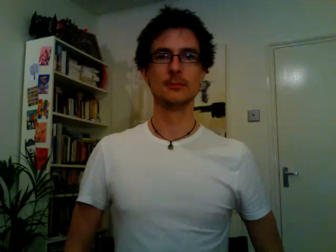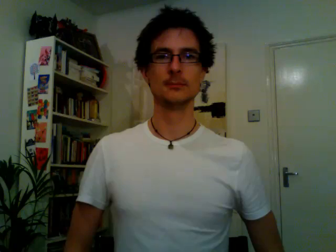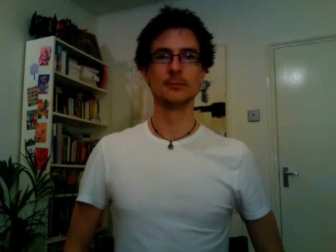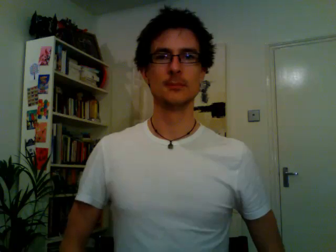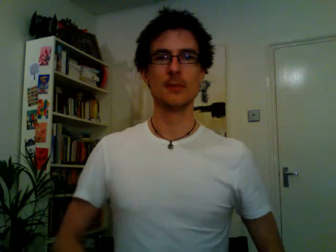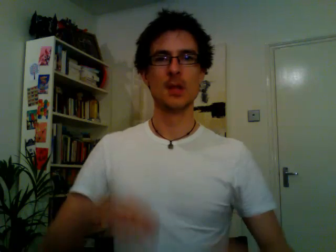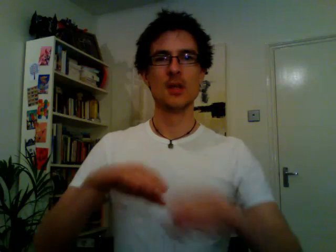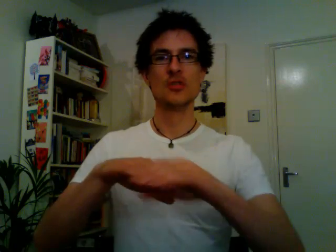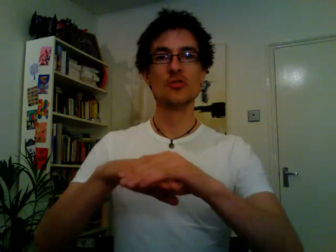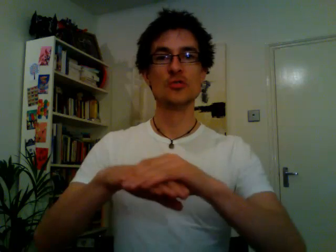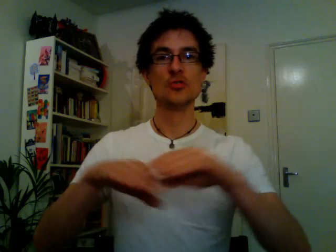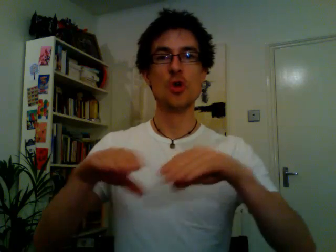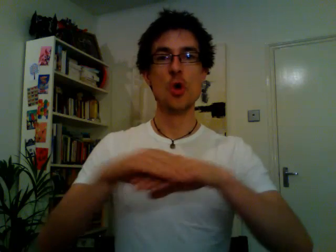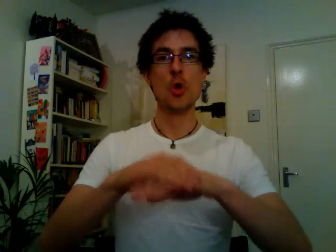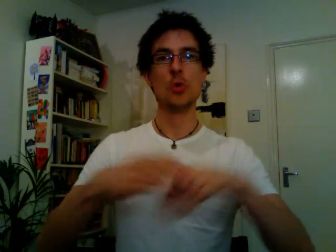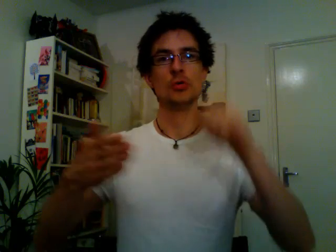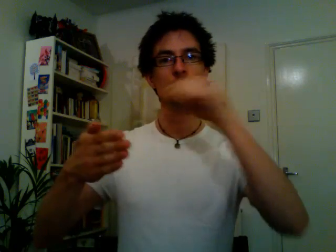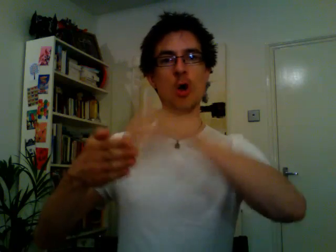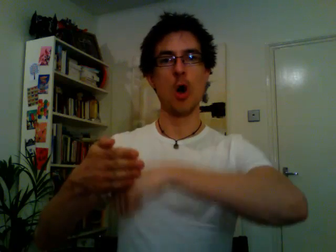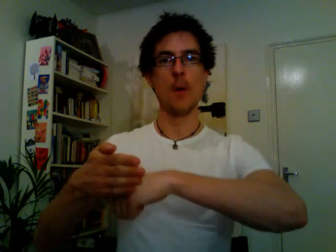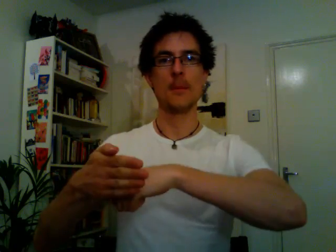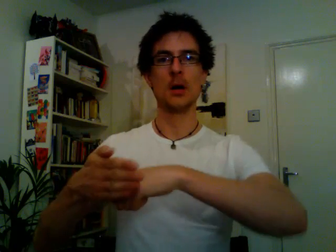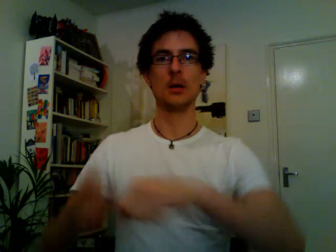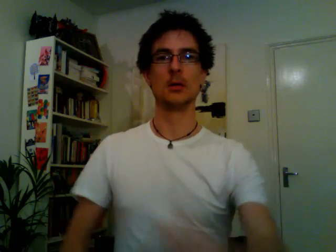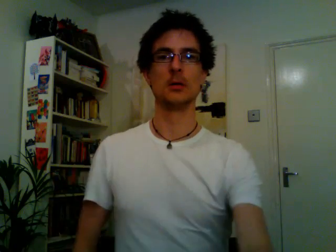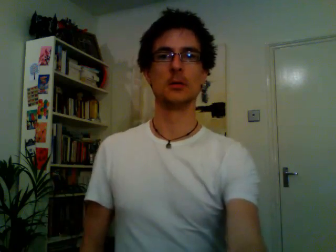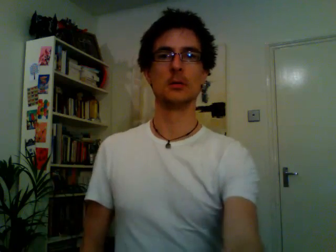shoe shop